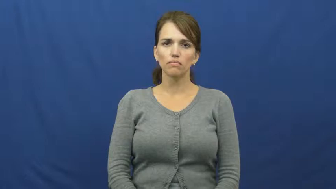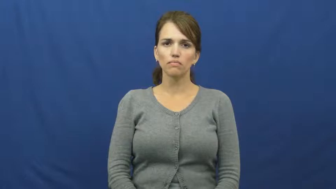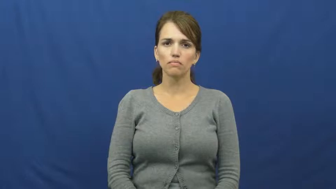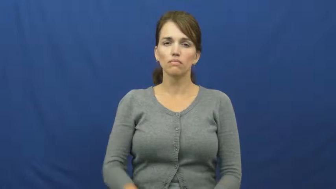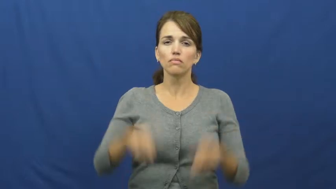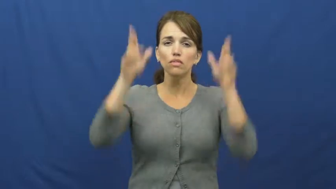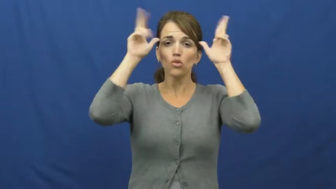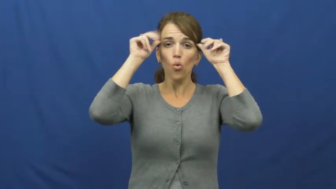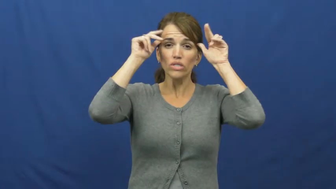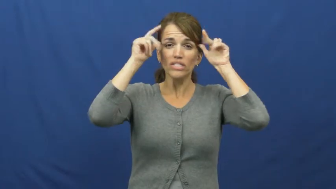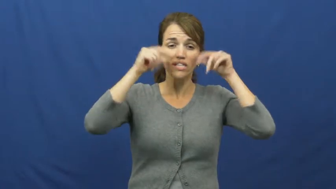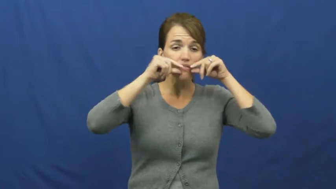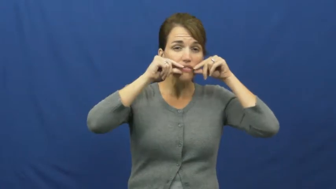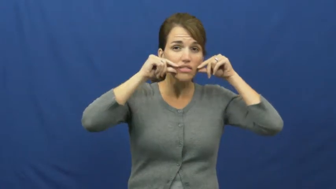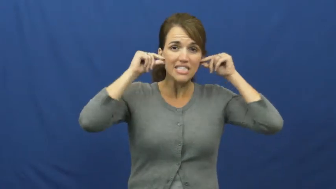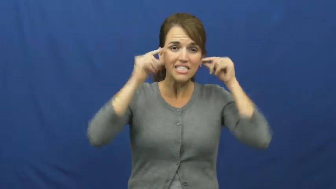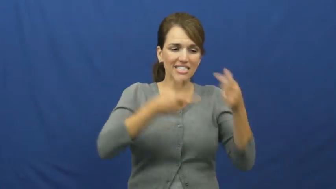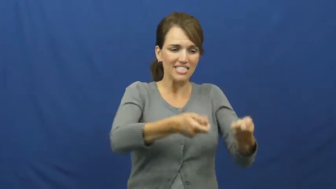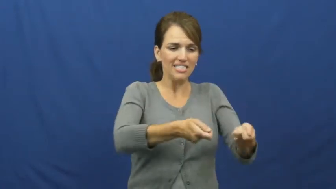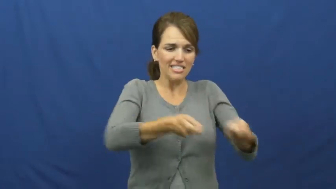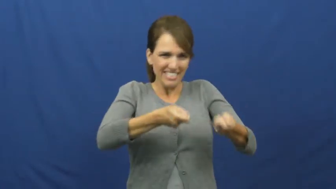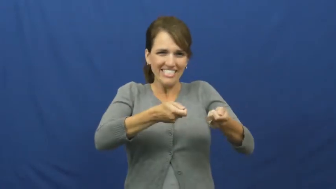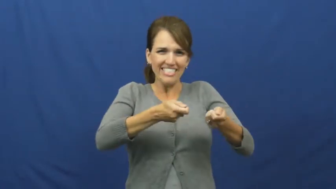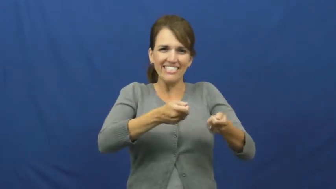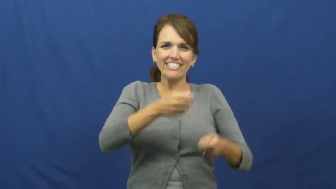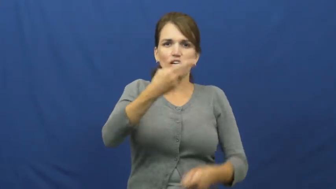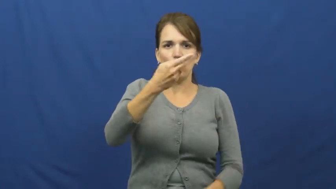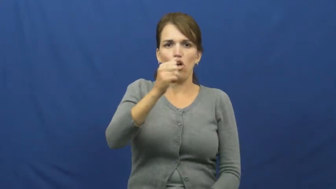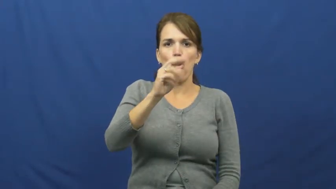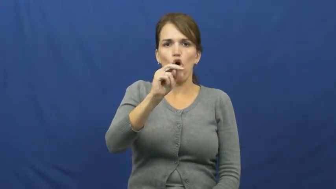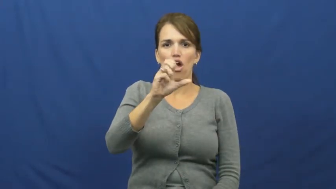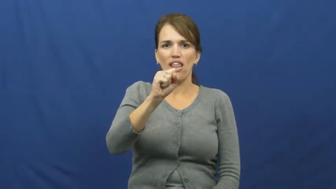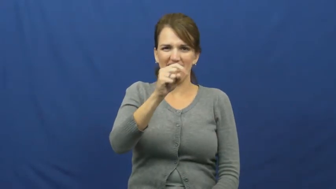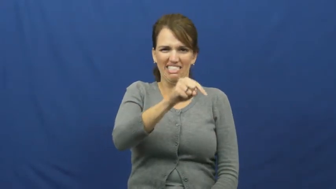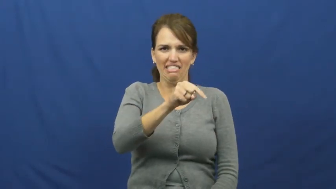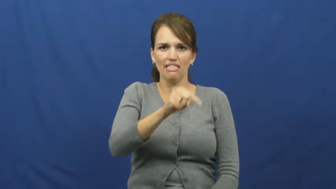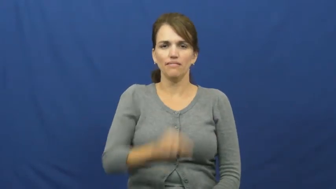harness-horse